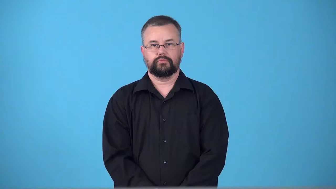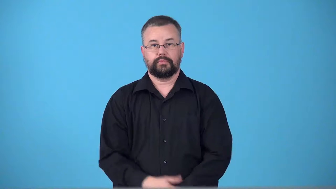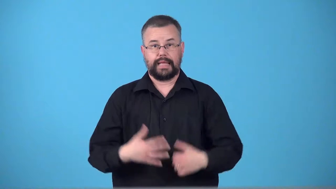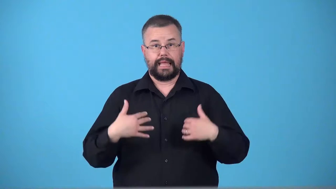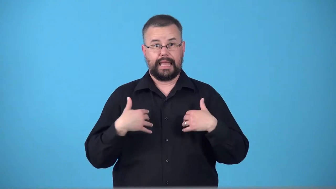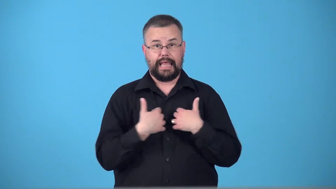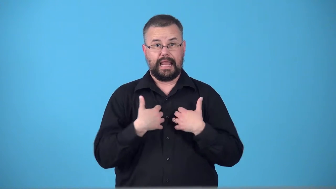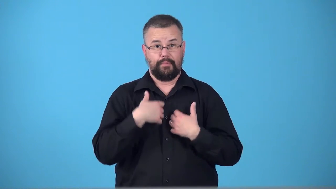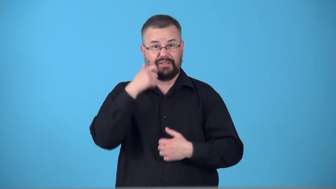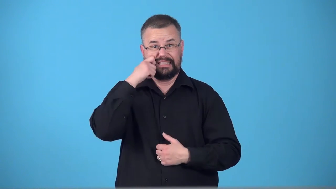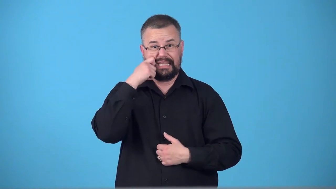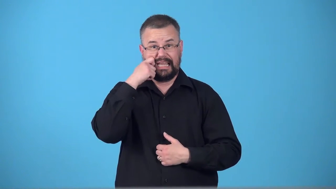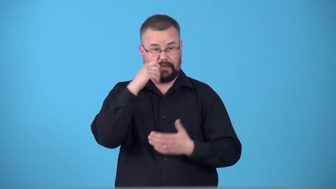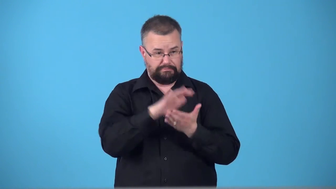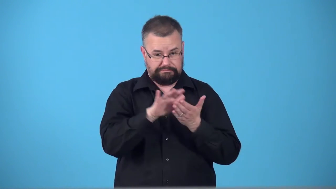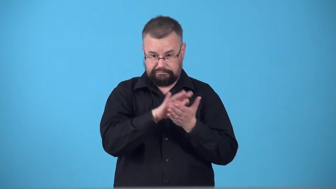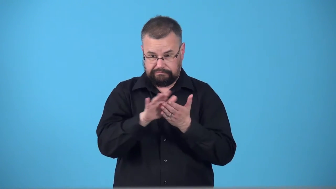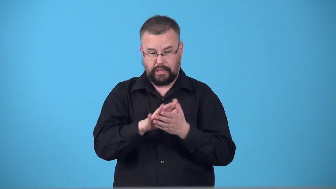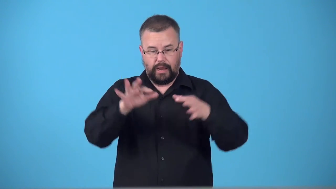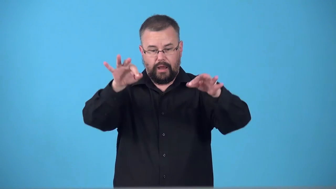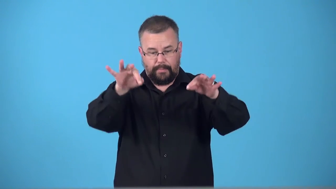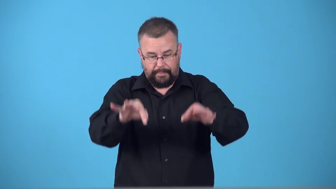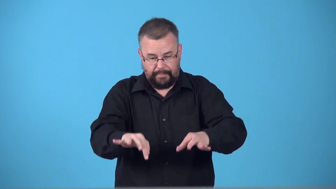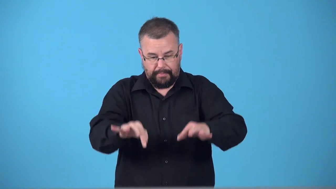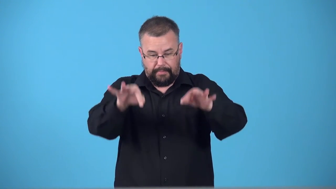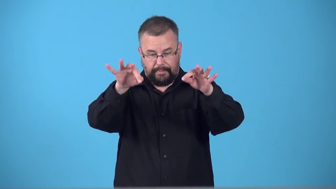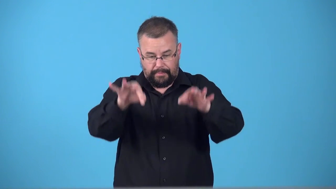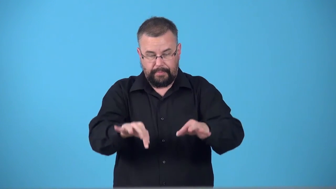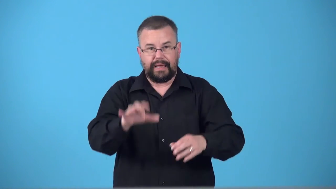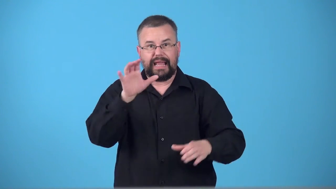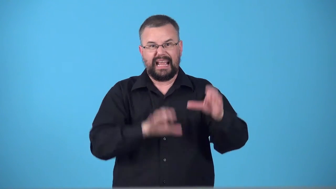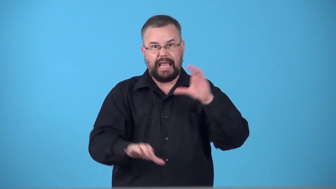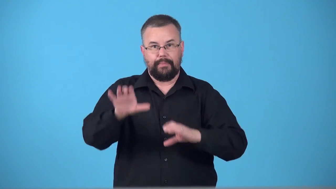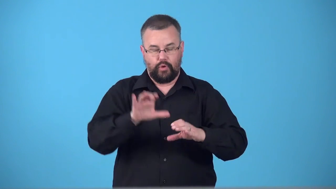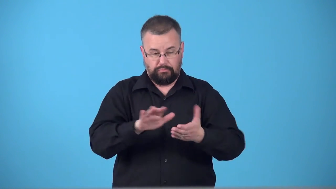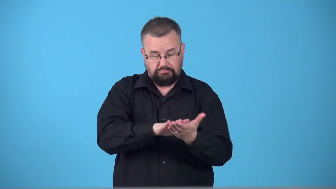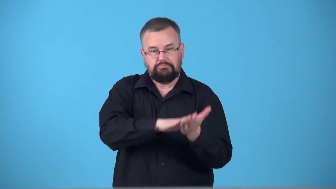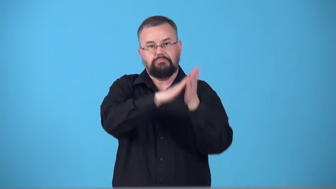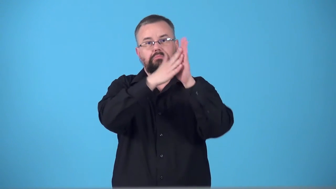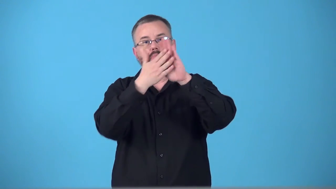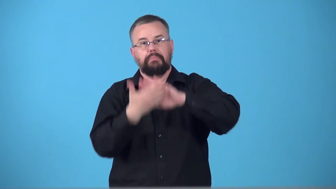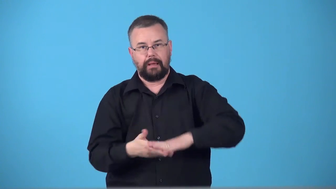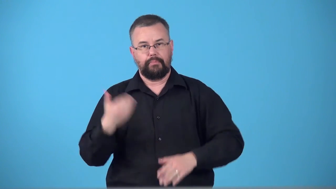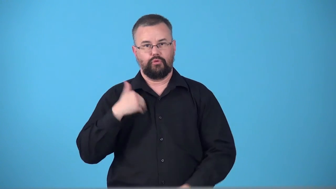tan-leather